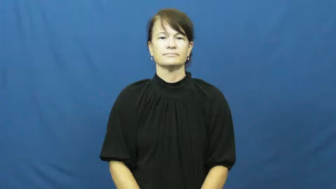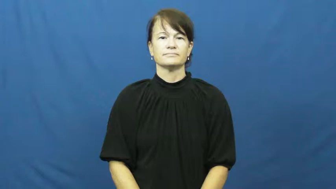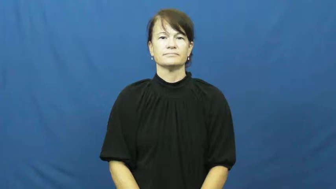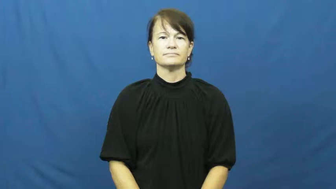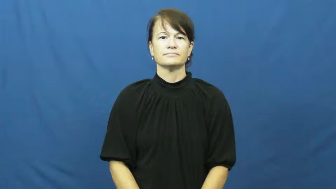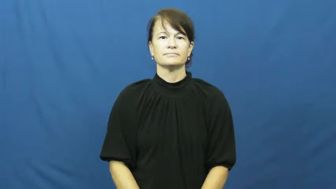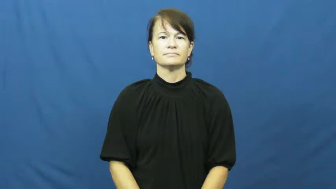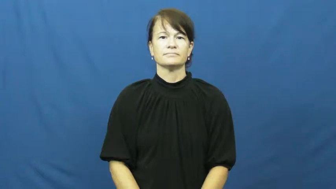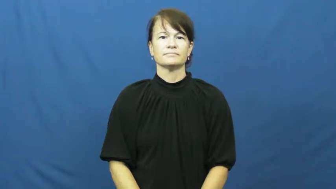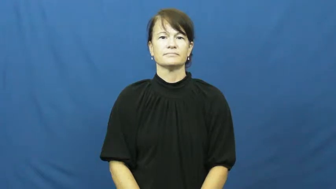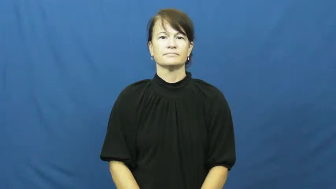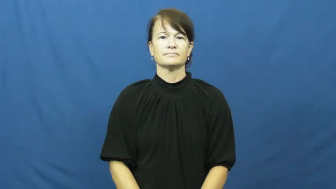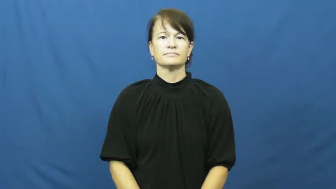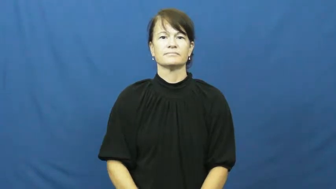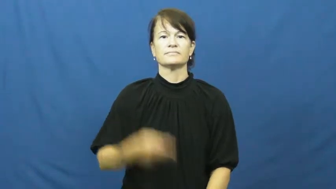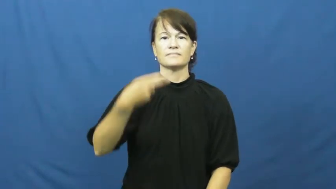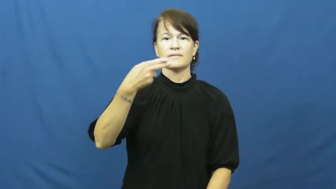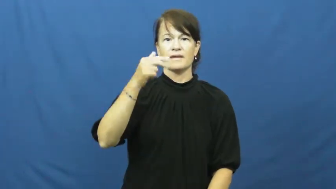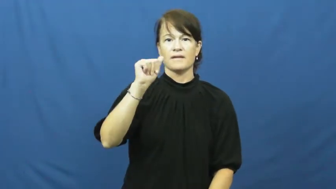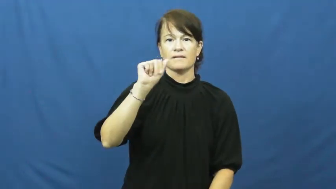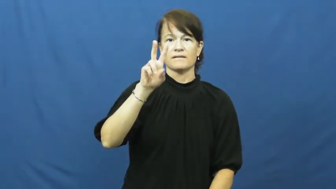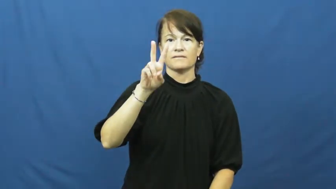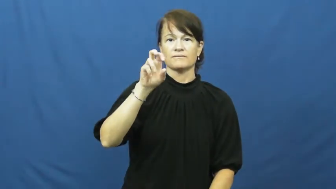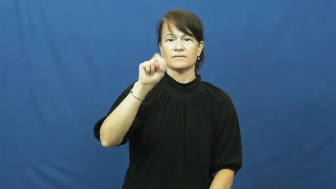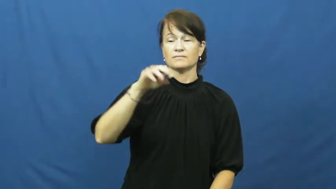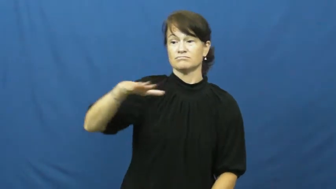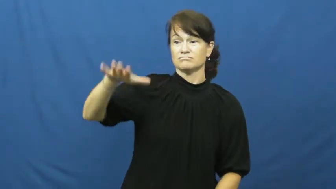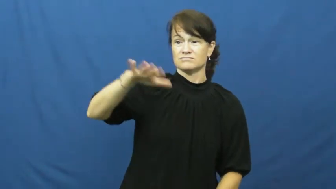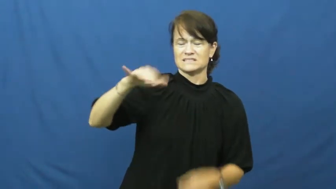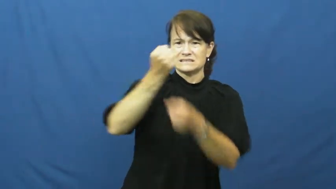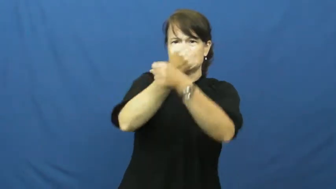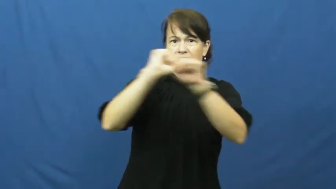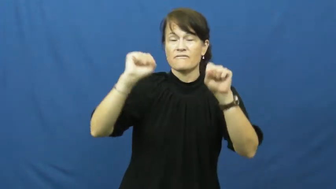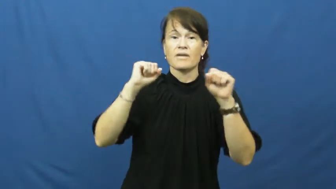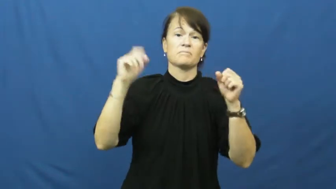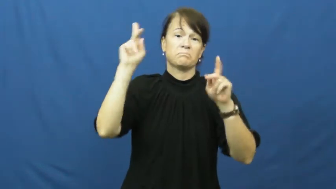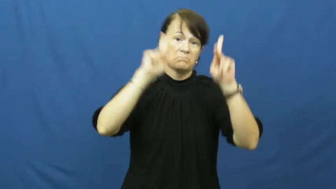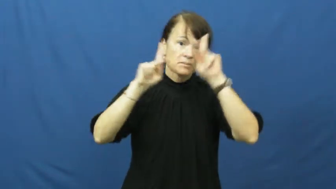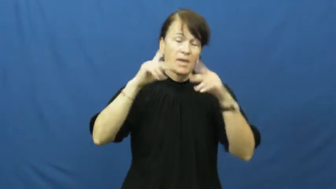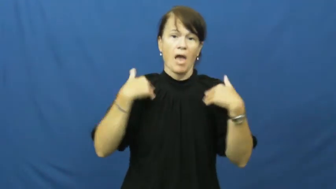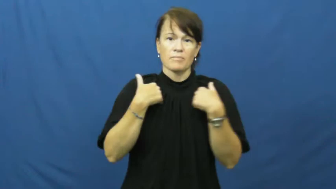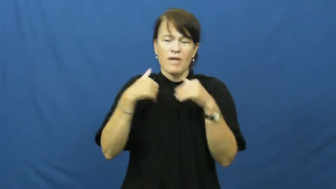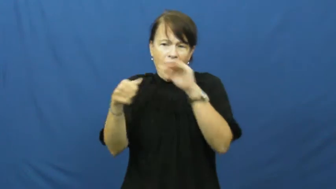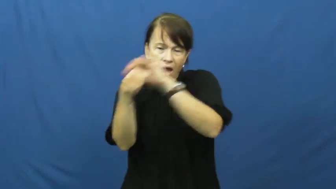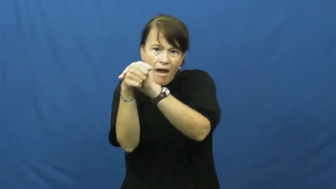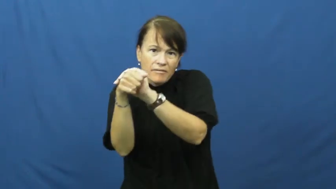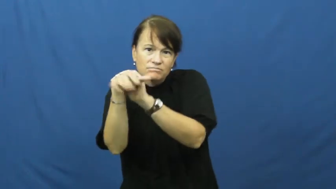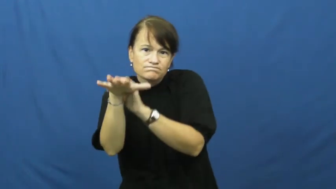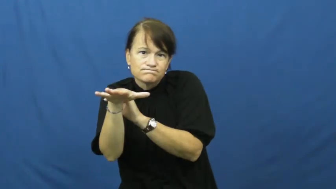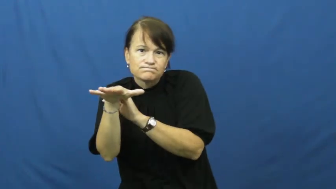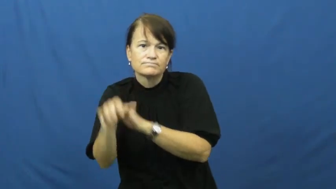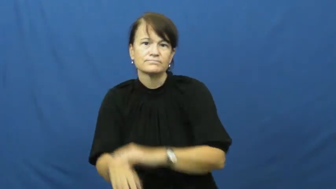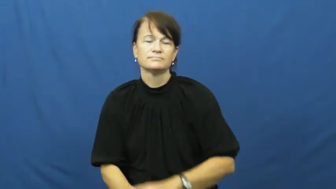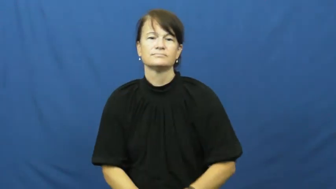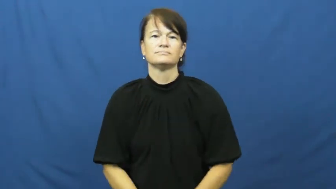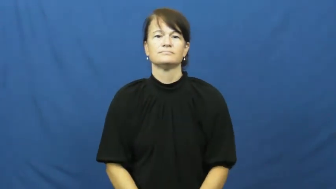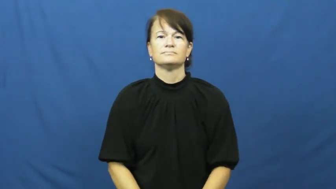haven